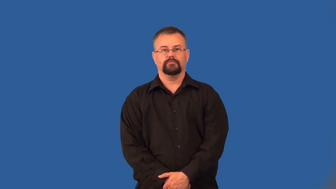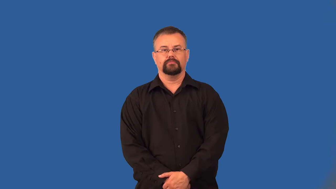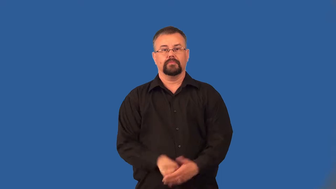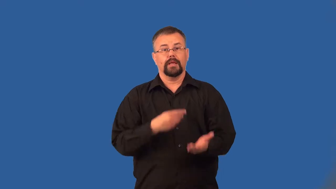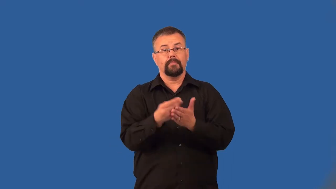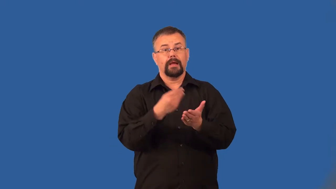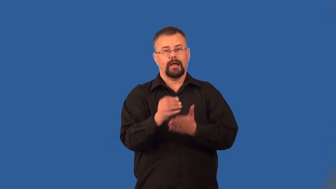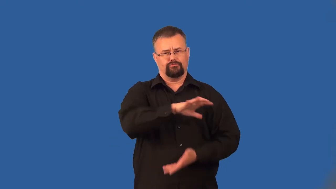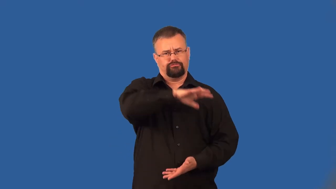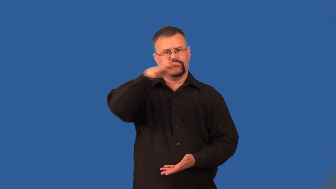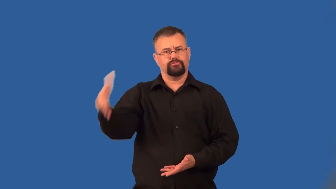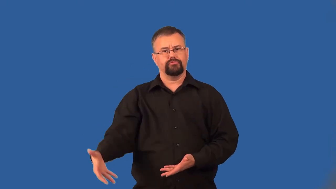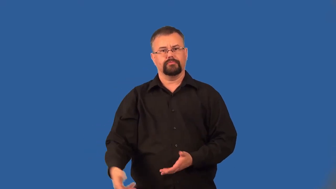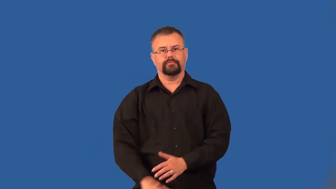bulk-quantity